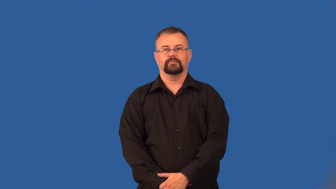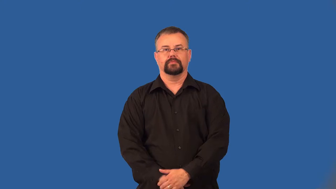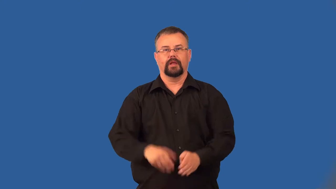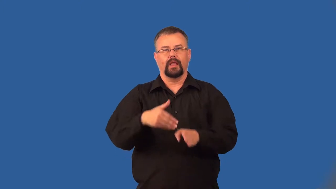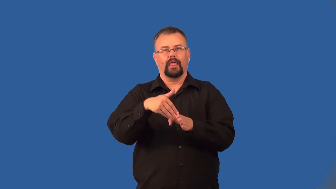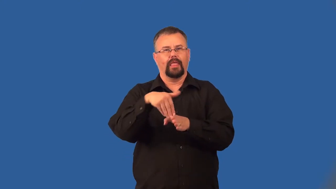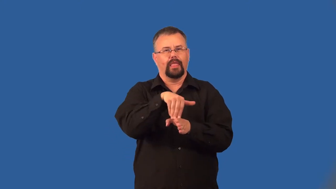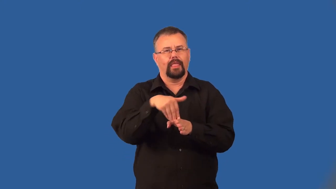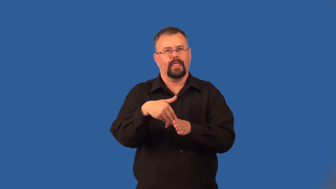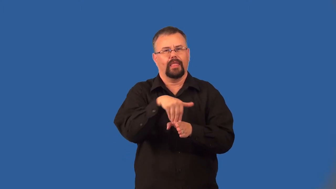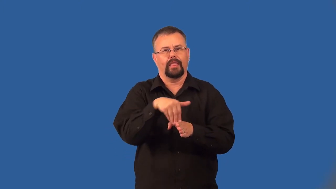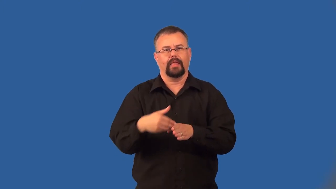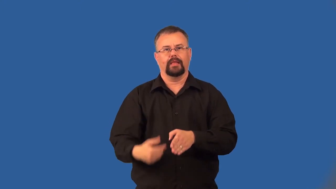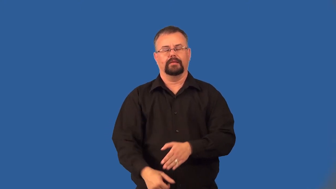limbo-nonreligious